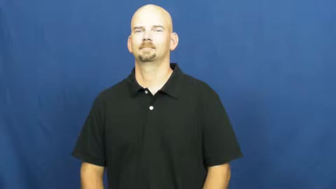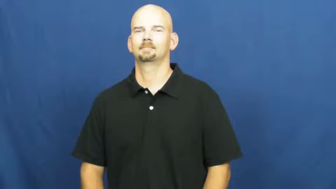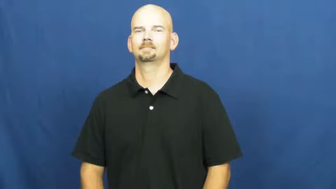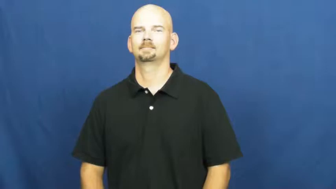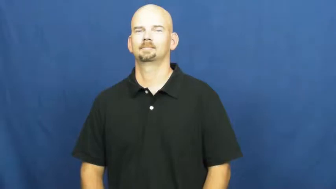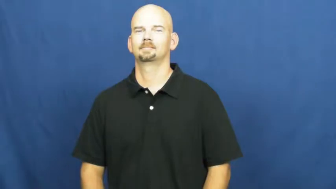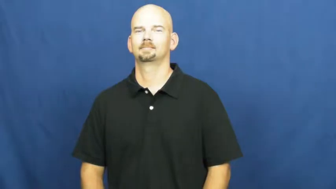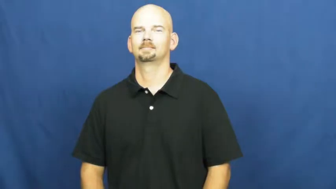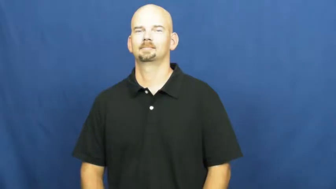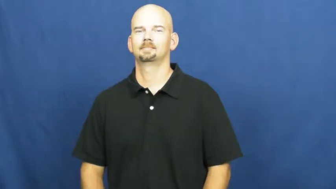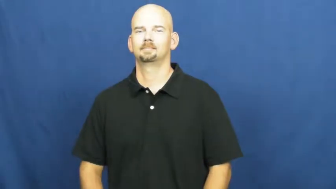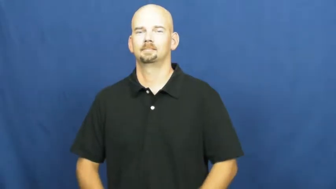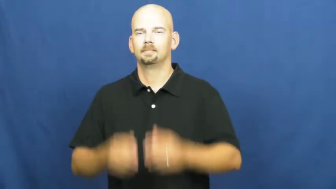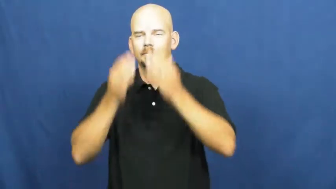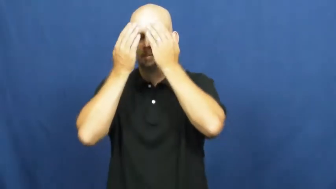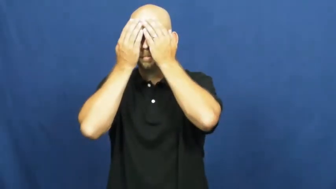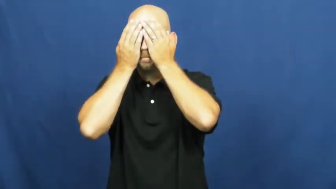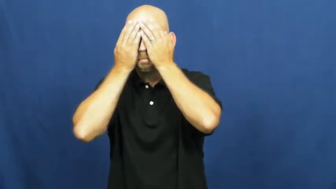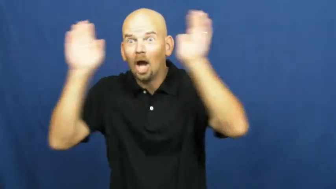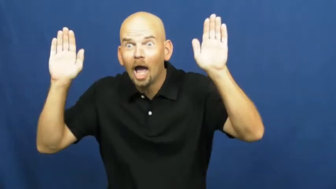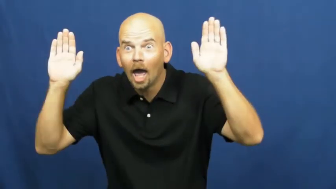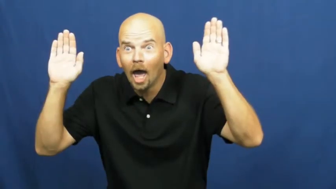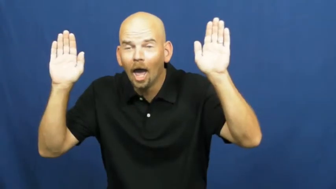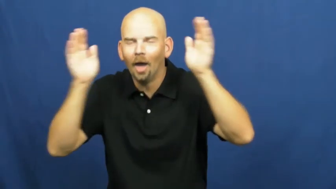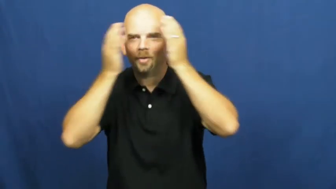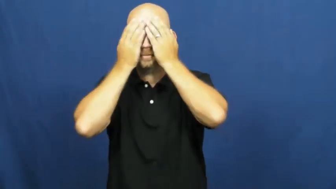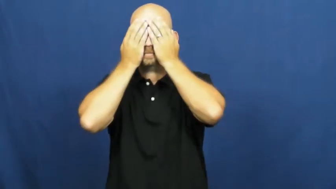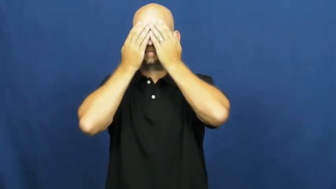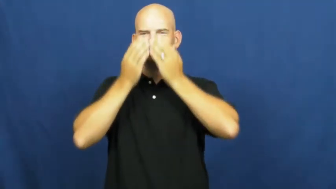peekaboo